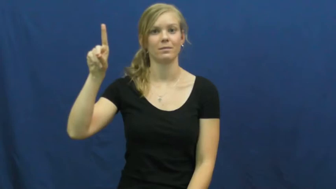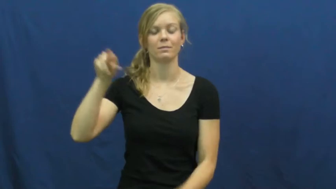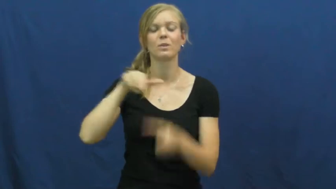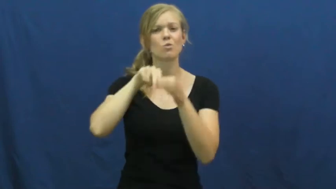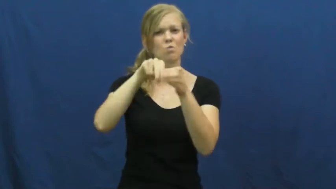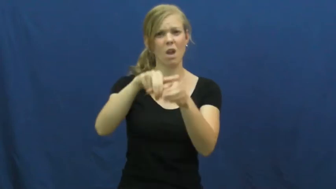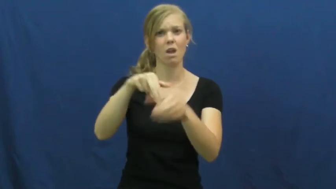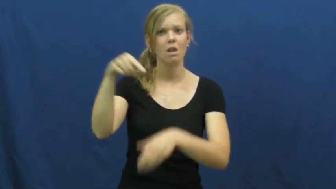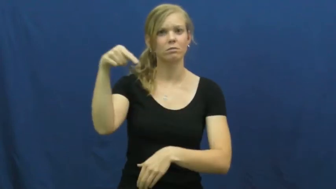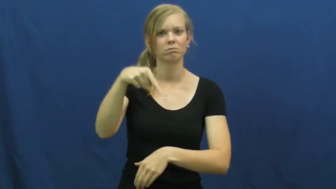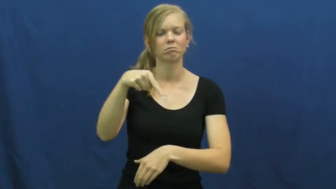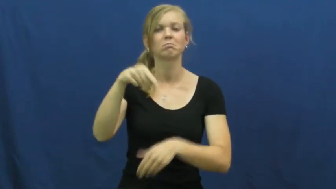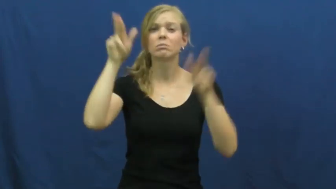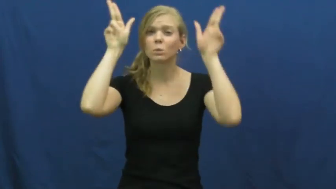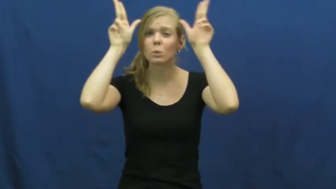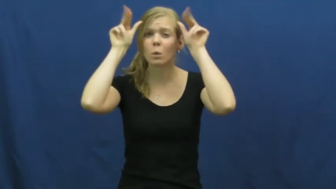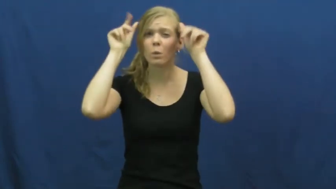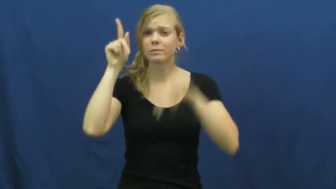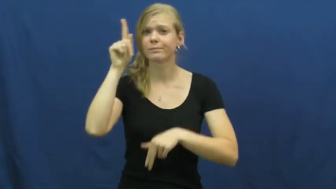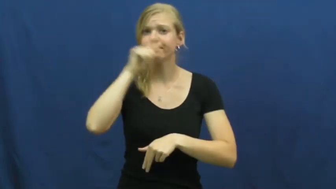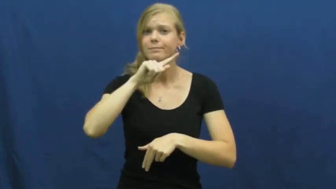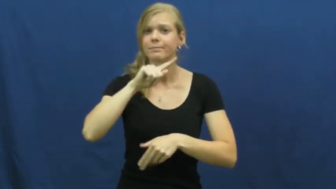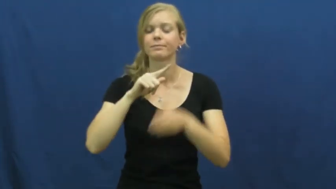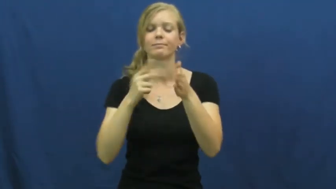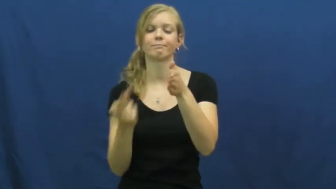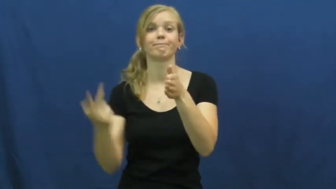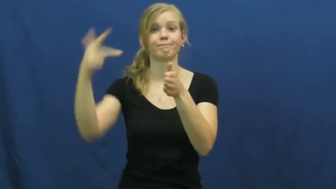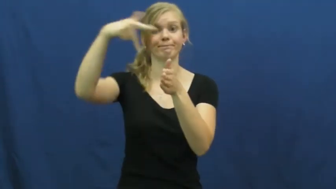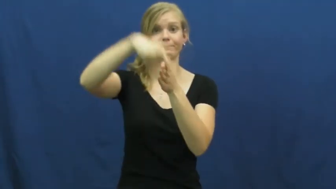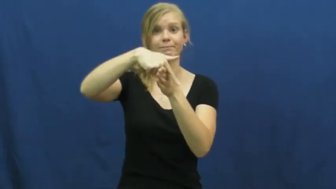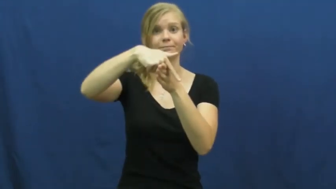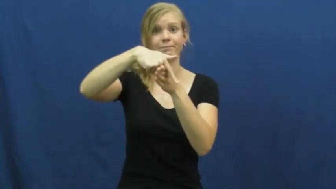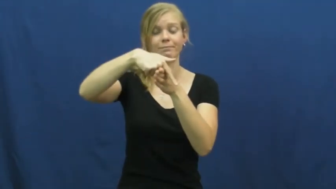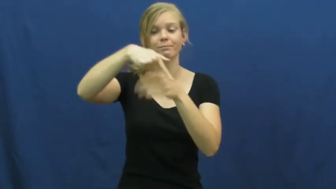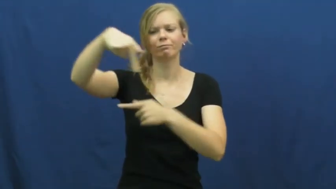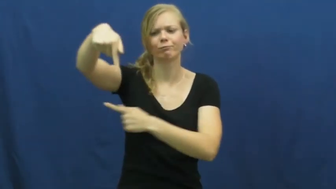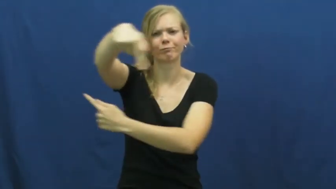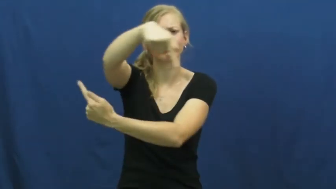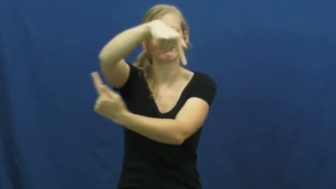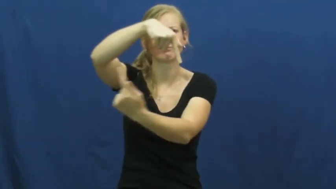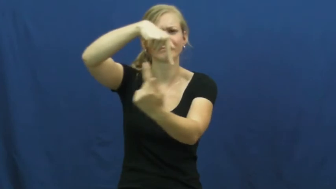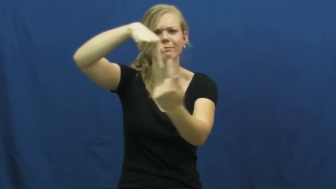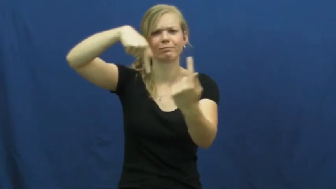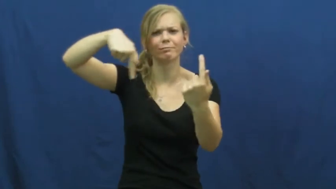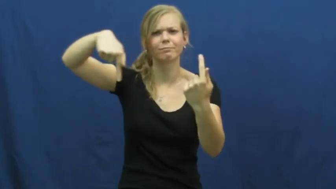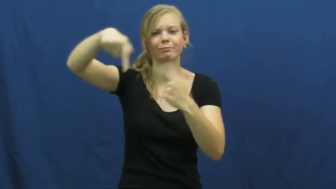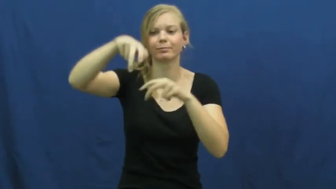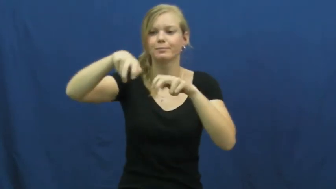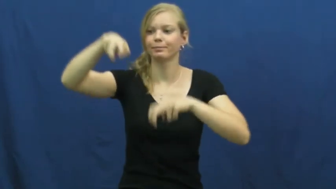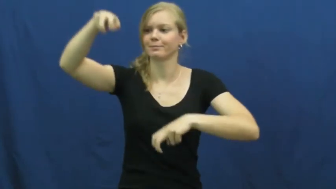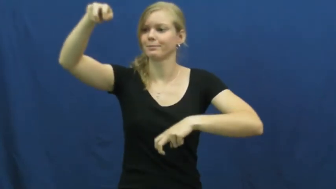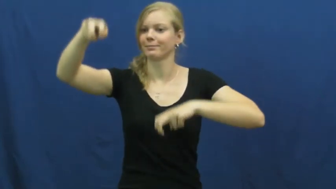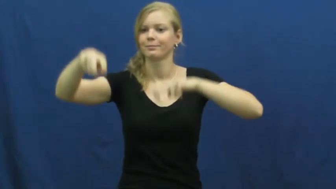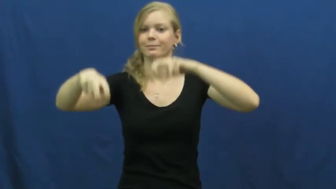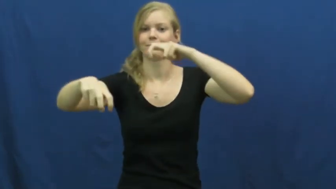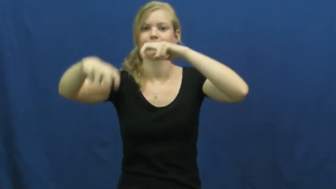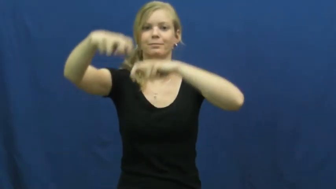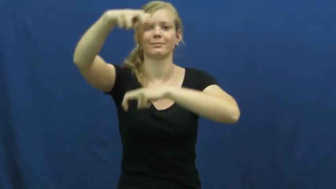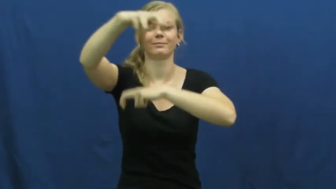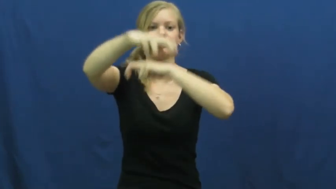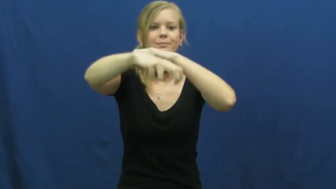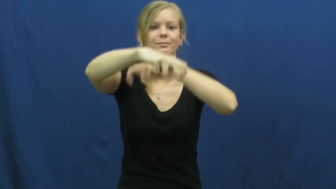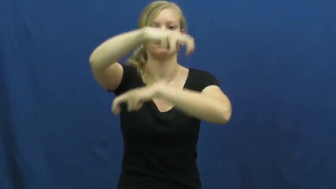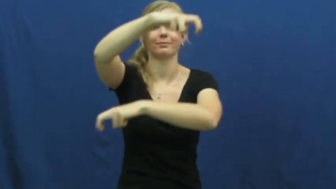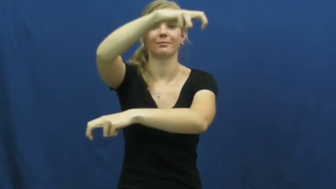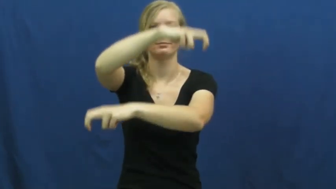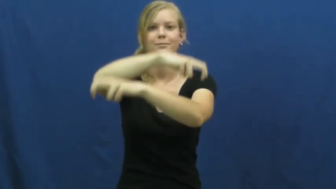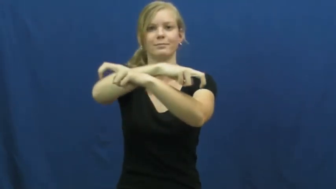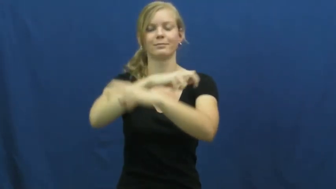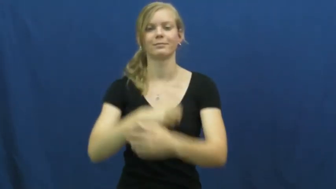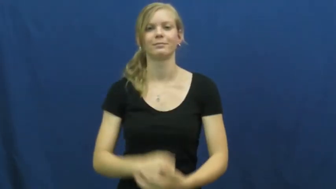merry-go-round,carousel